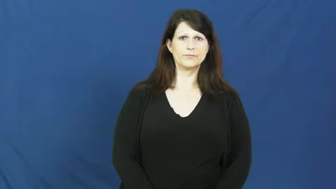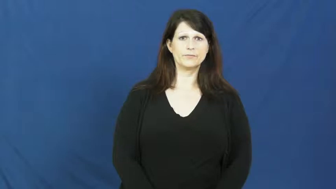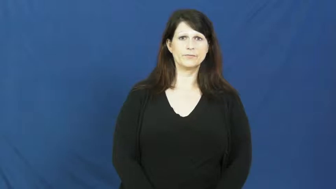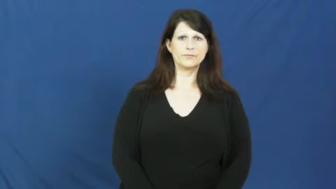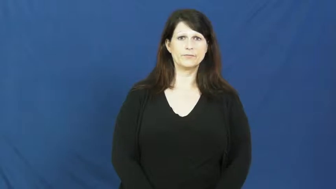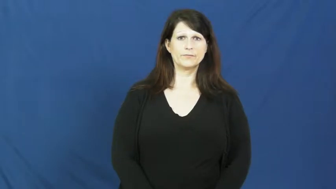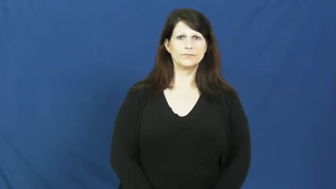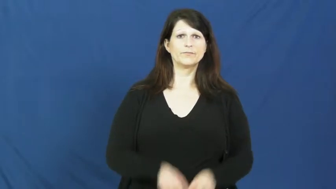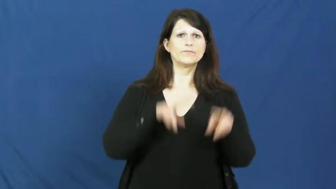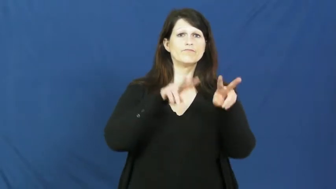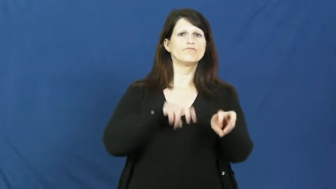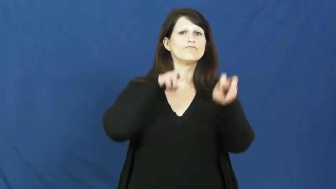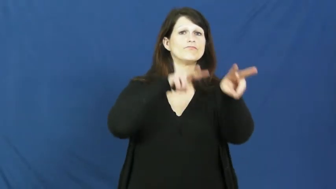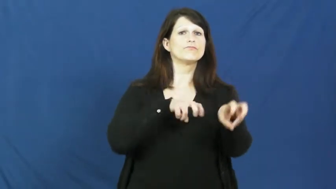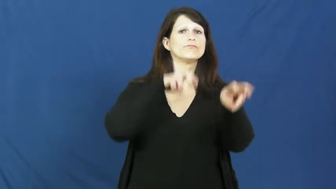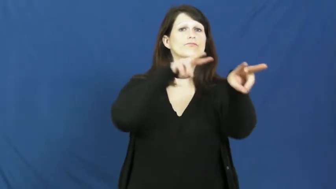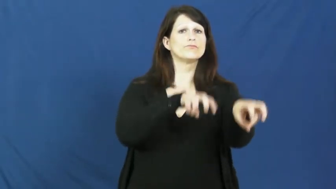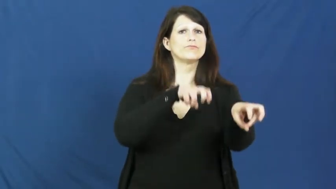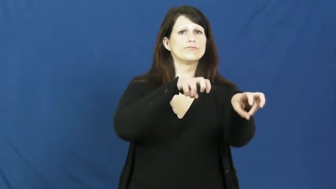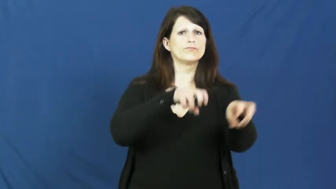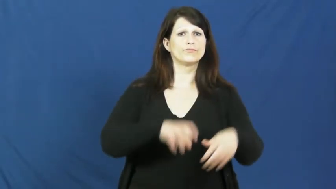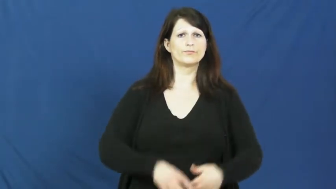gallop